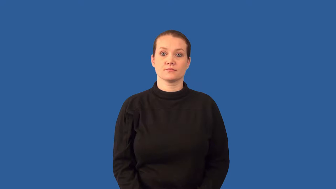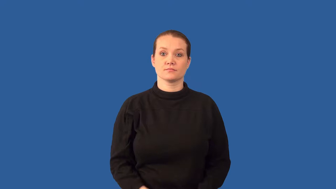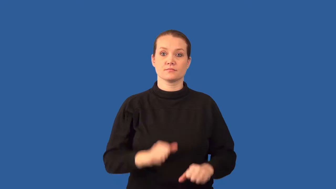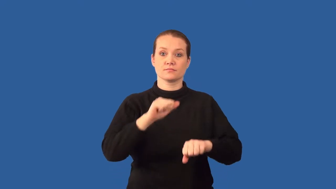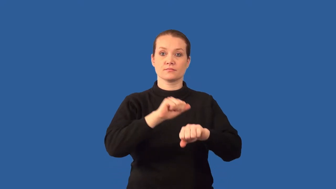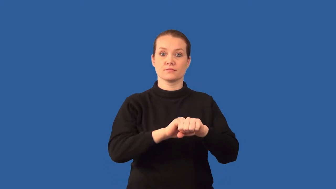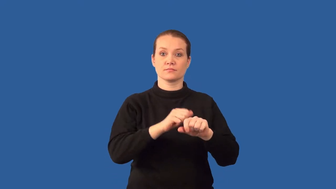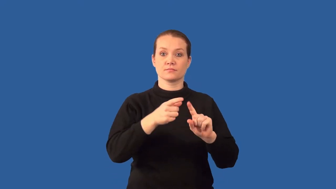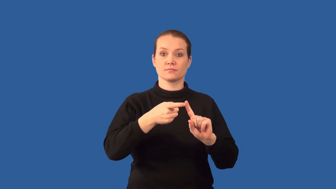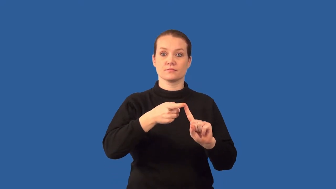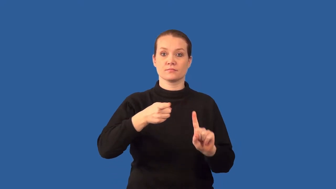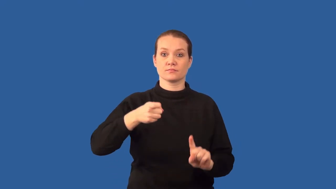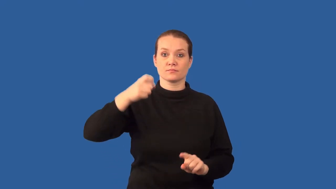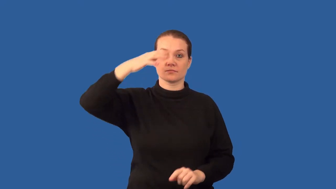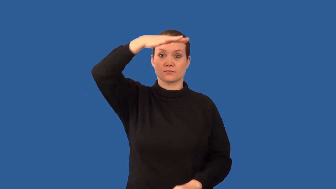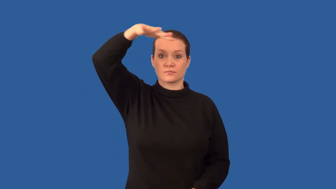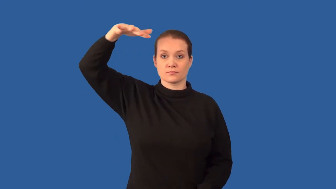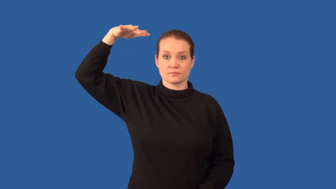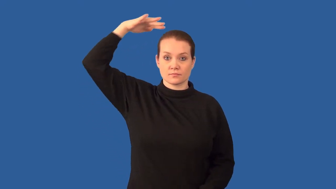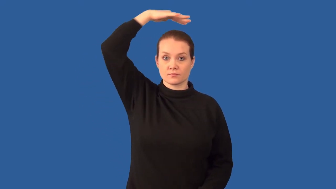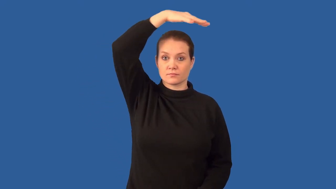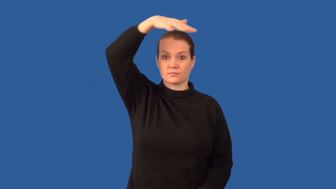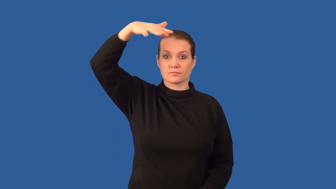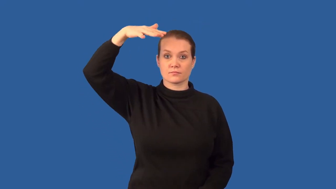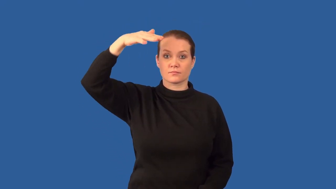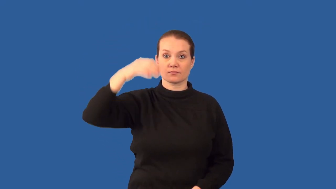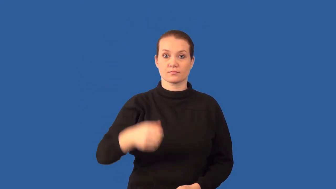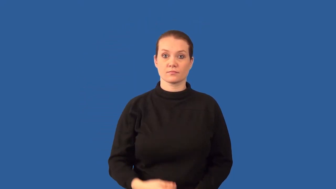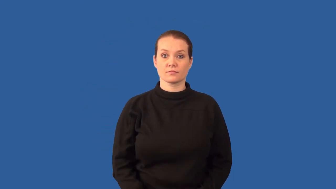asteroid